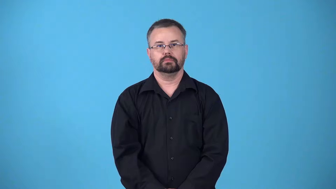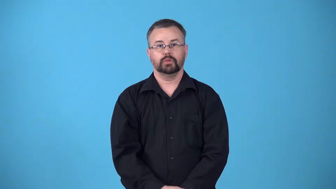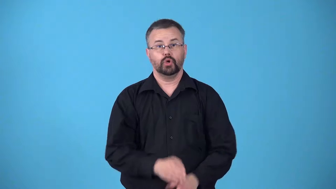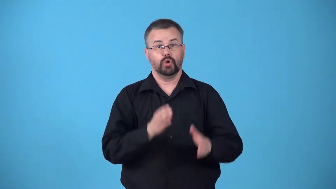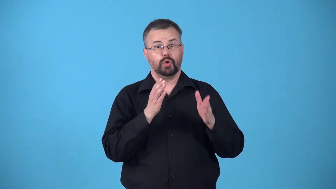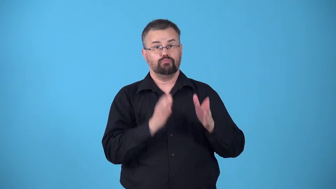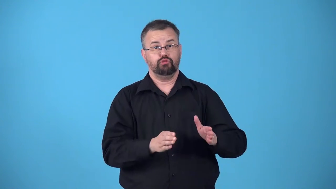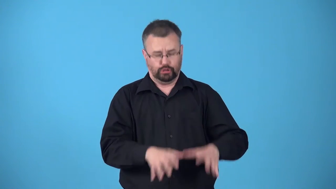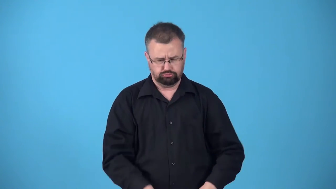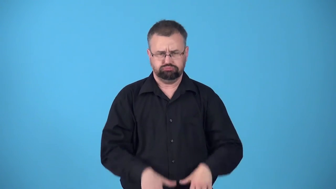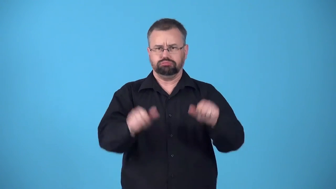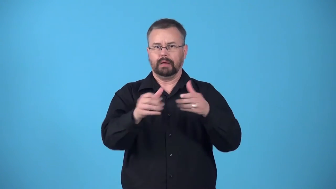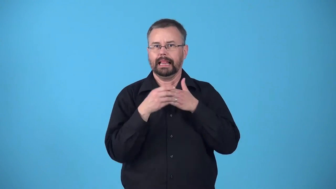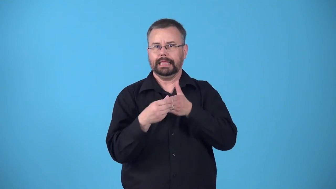bellwether-someone who assumes leadership